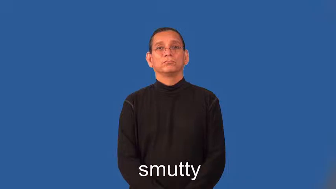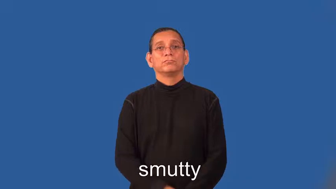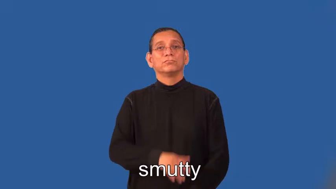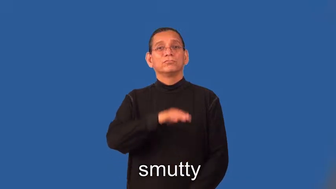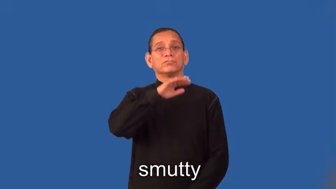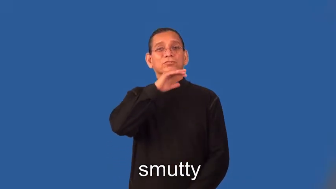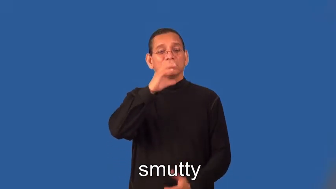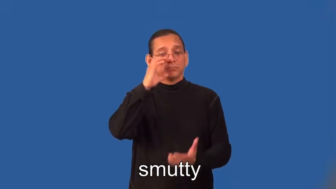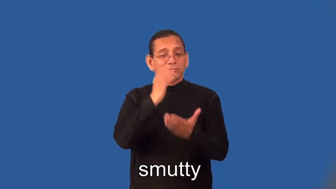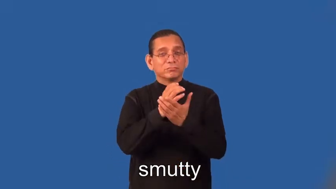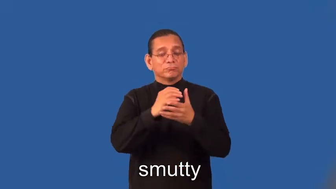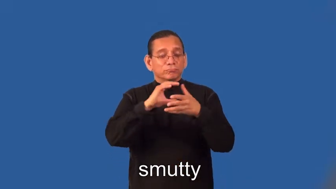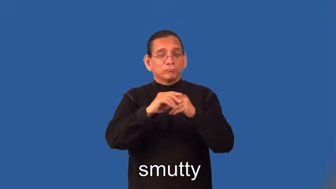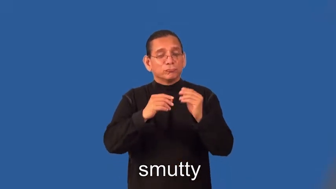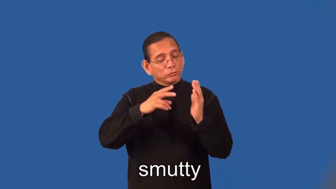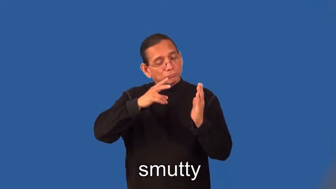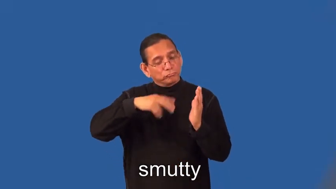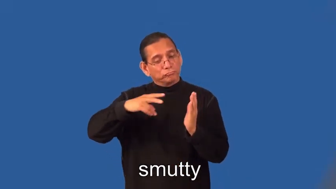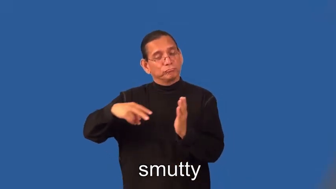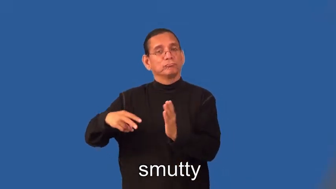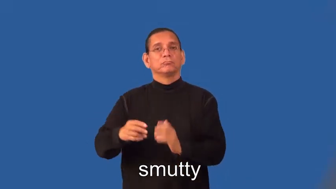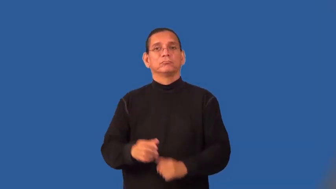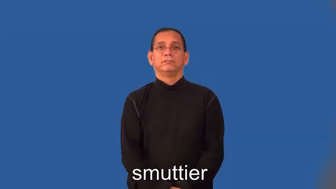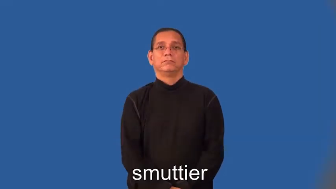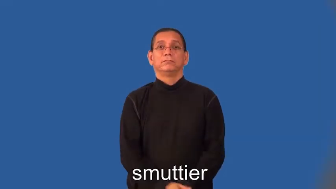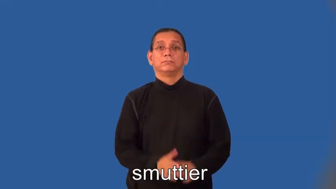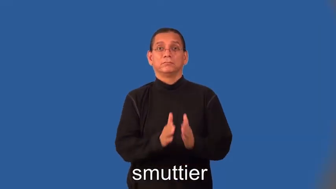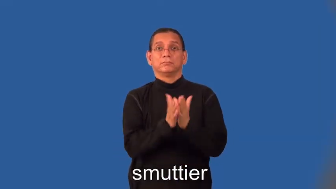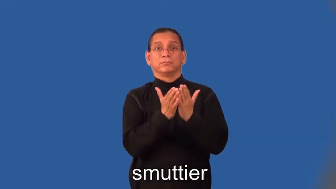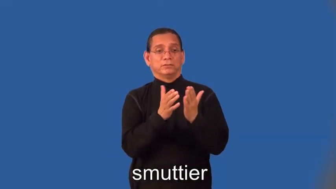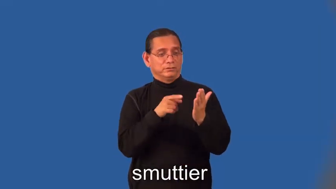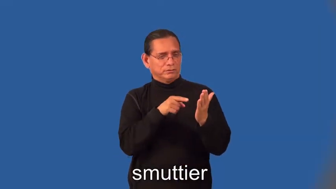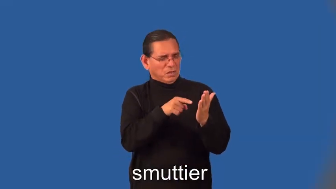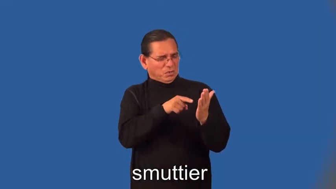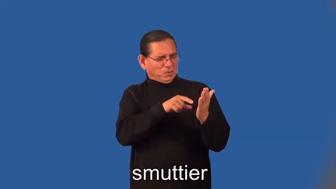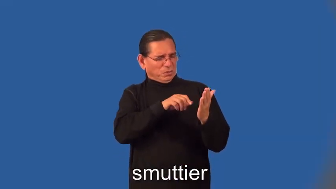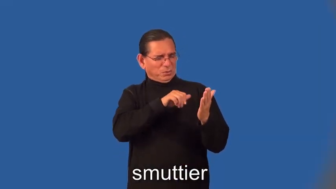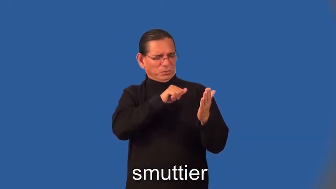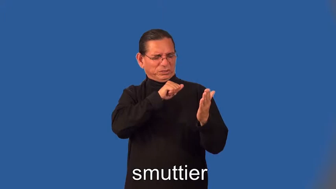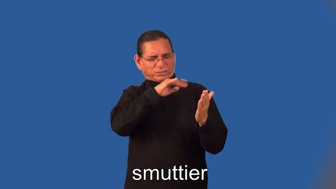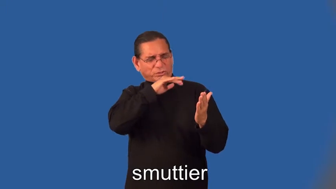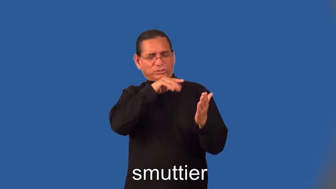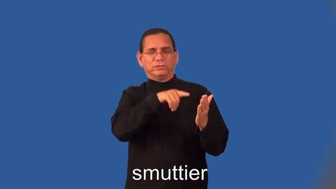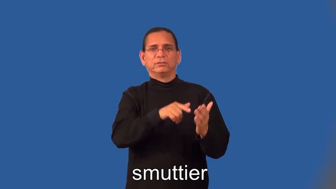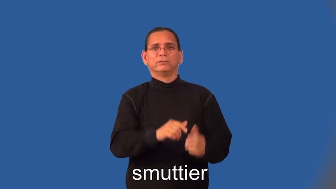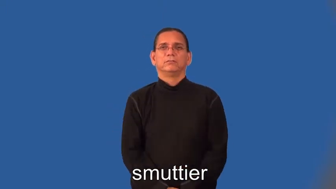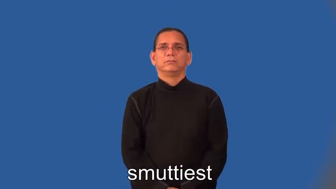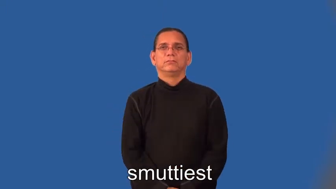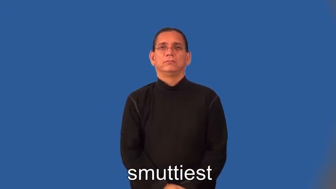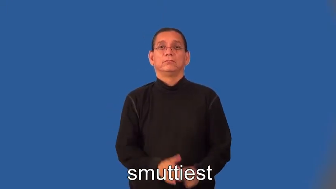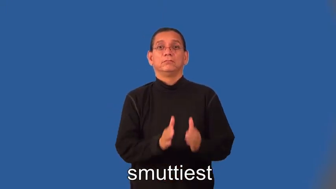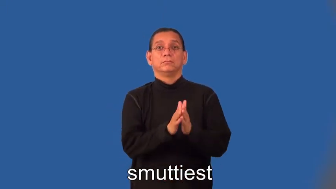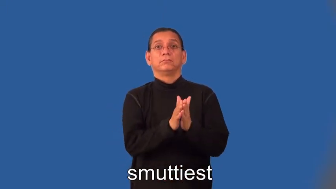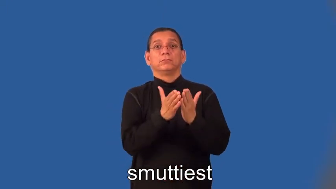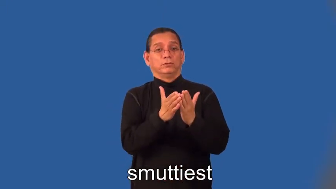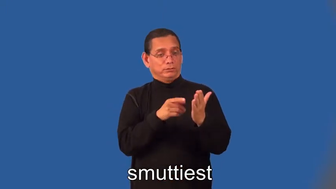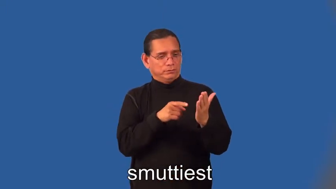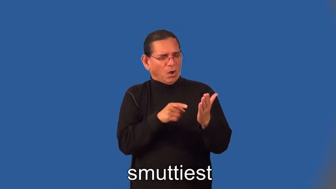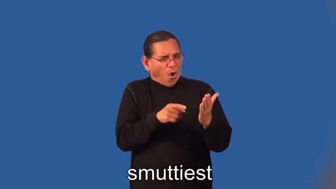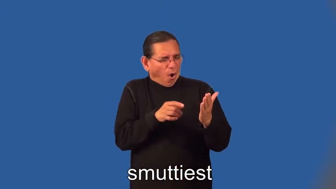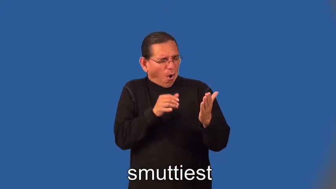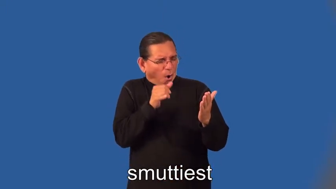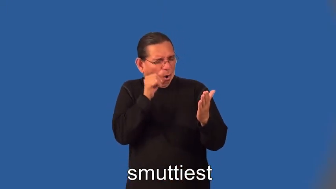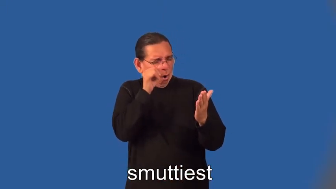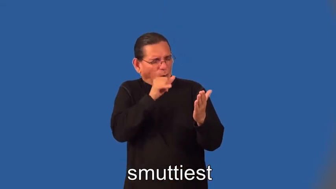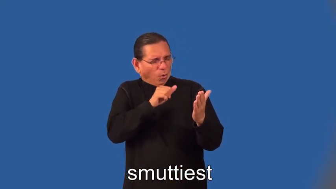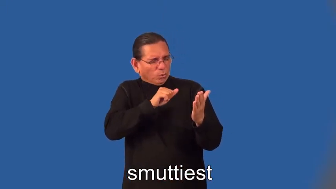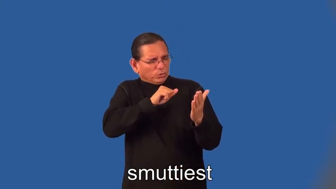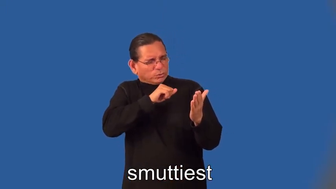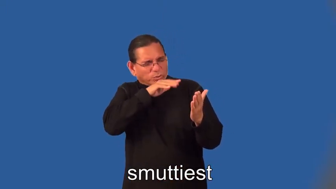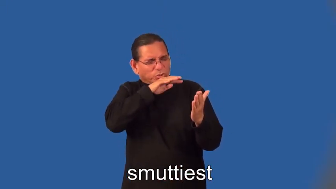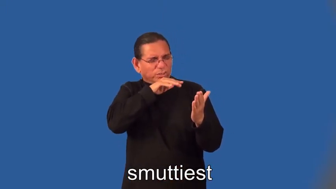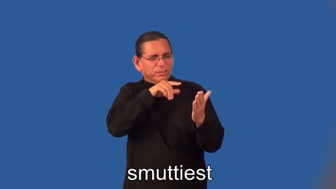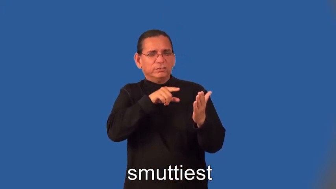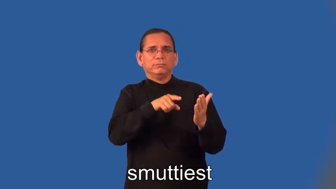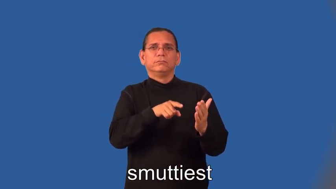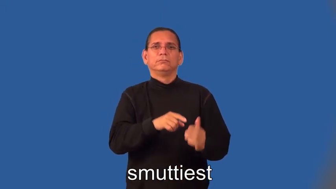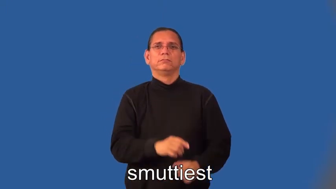smuttier,smuttiest